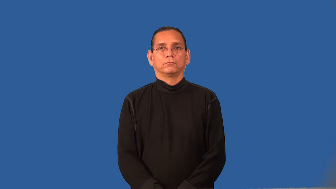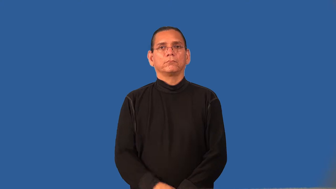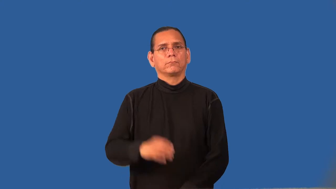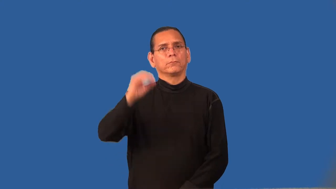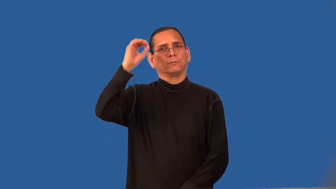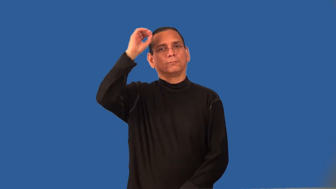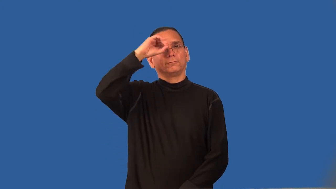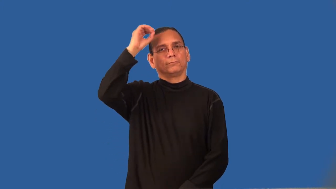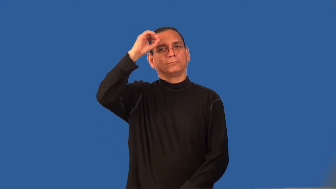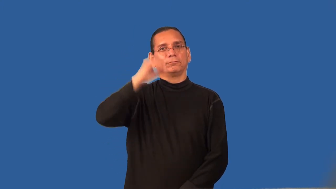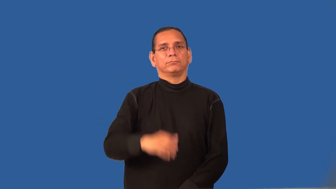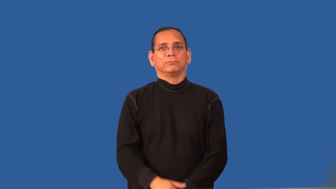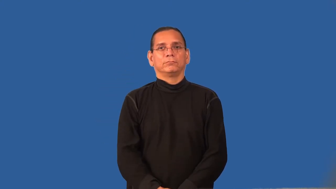regard,sentiment-opinion of something